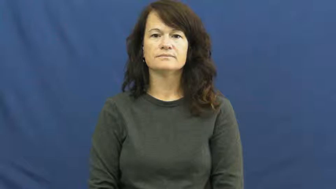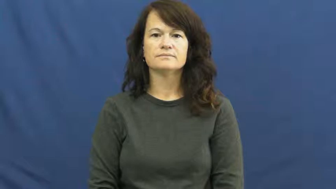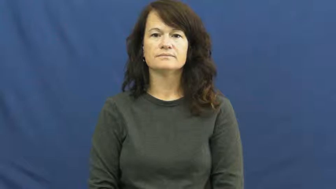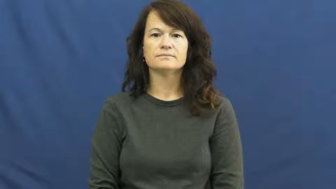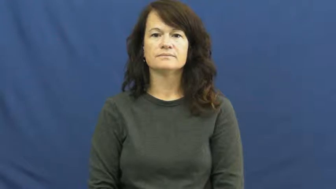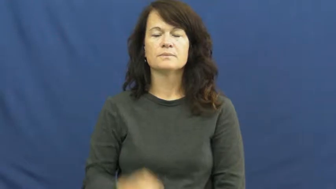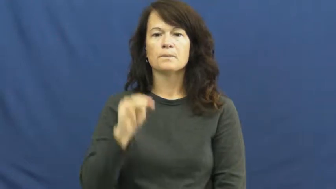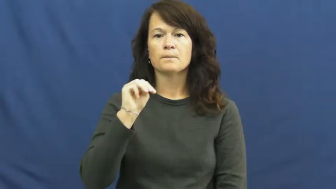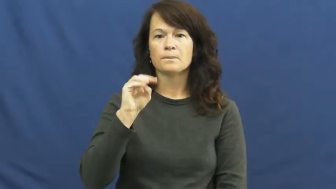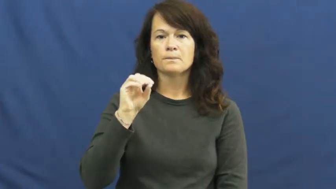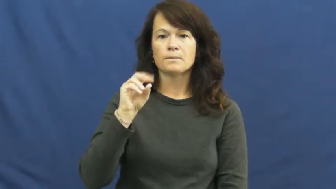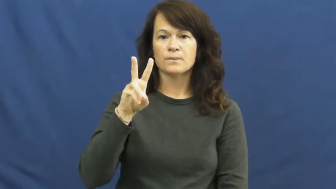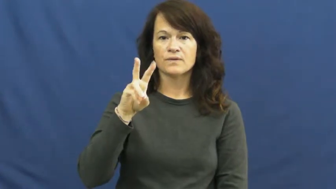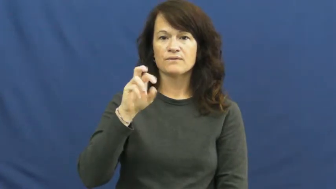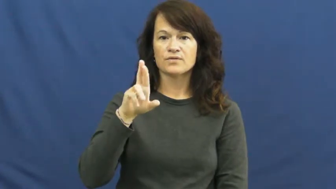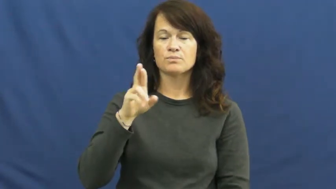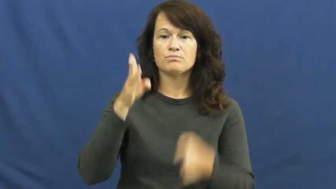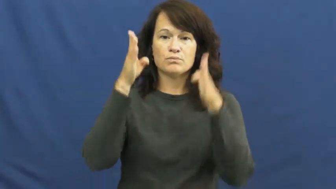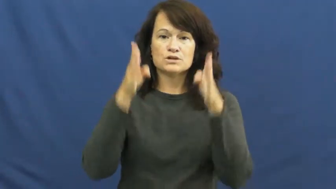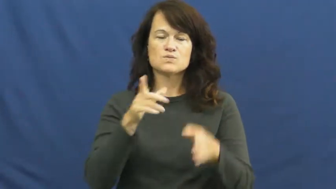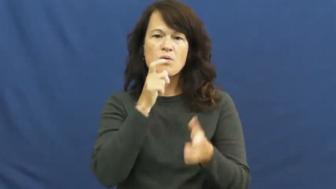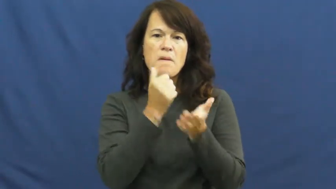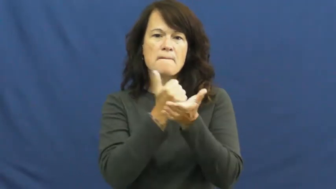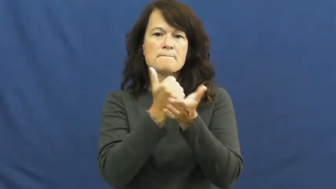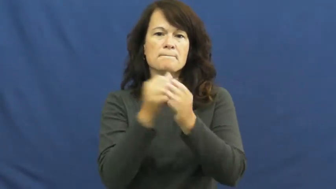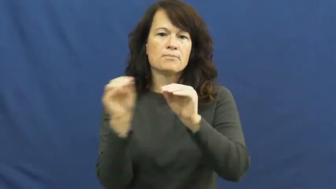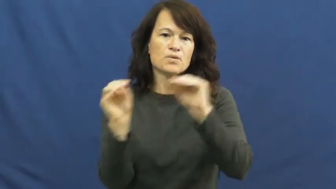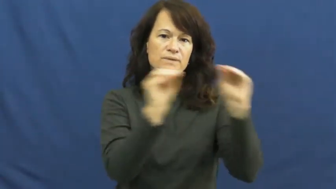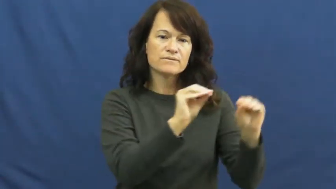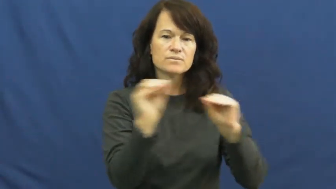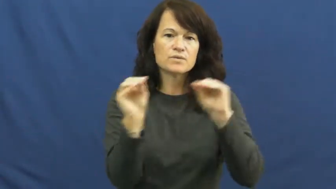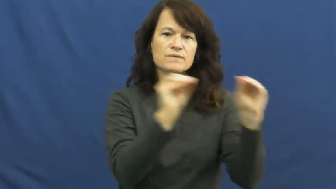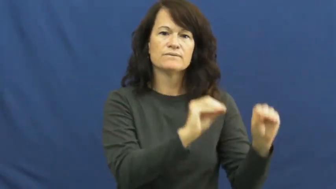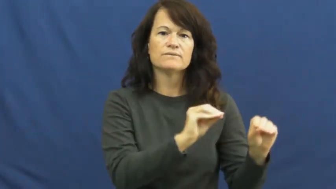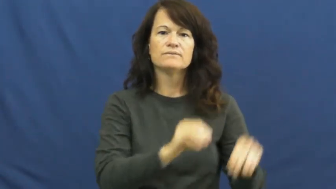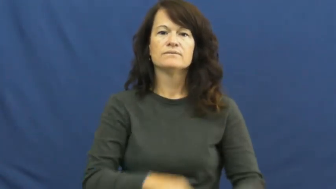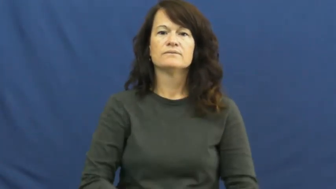mover-person